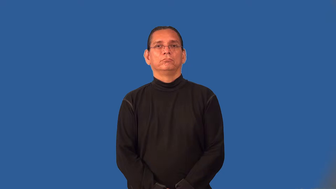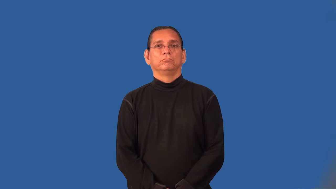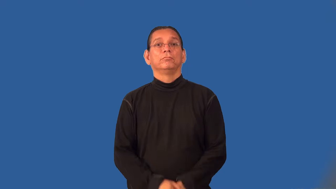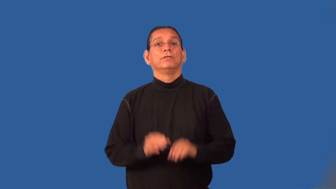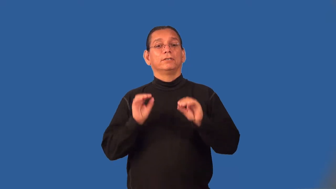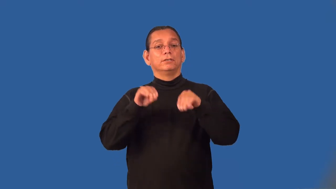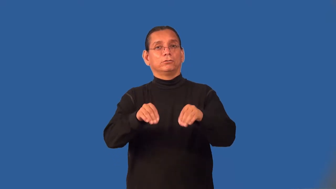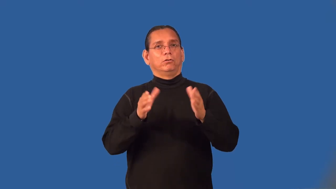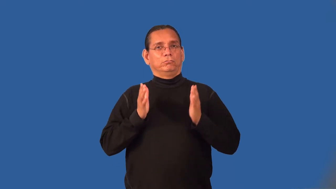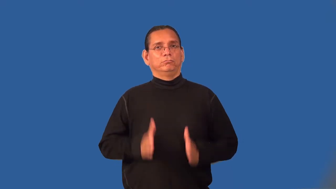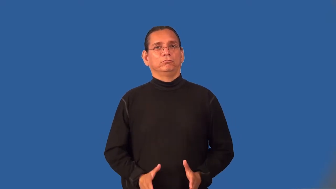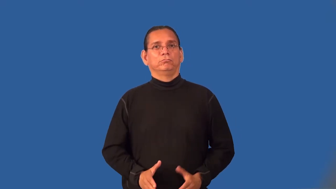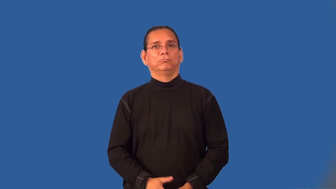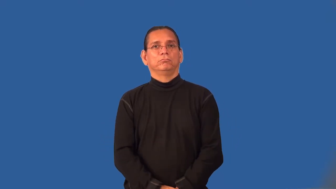installer